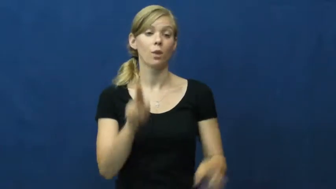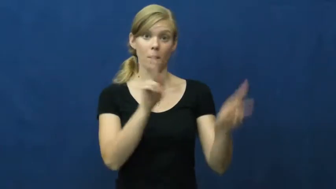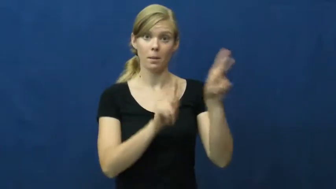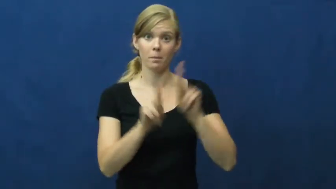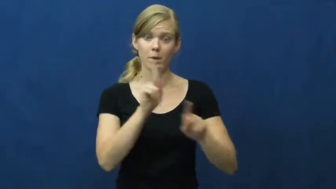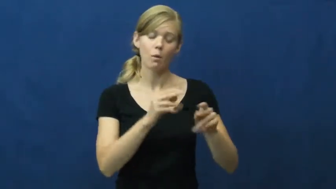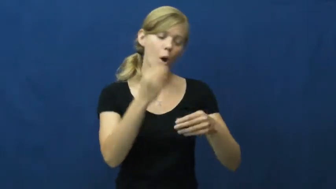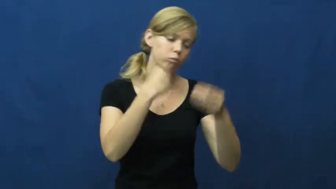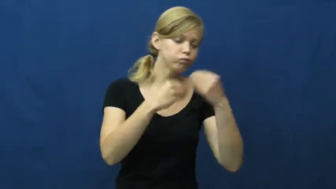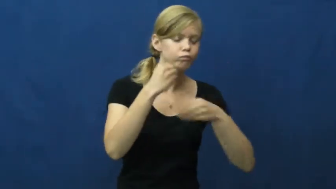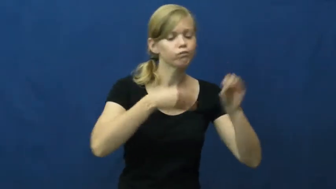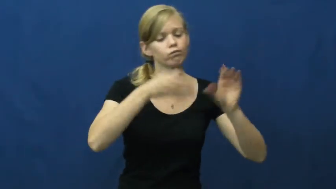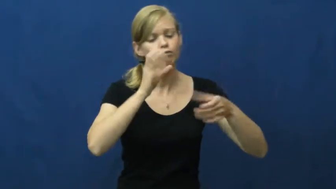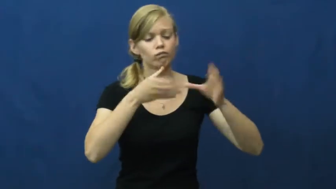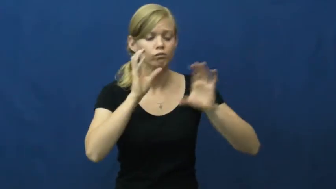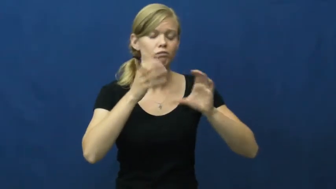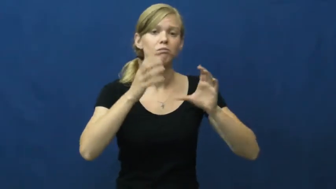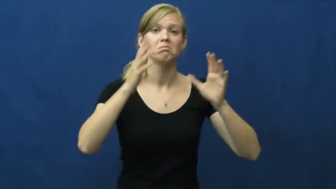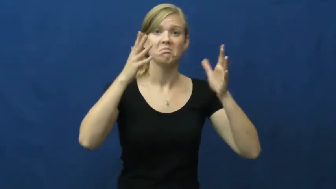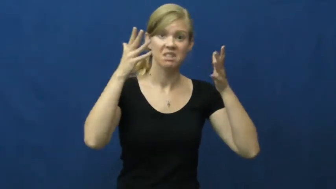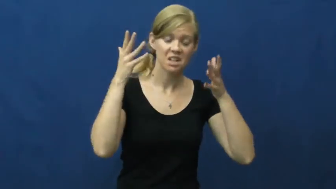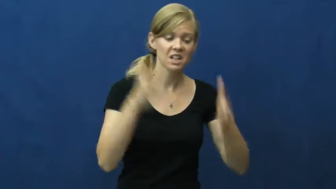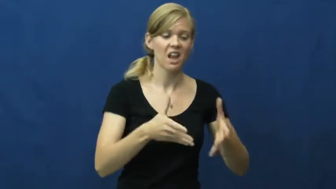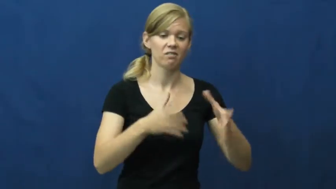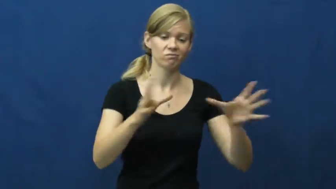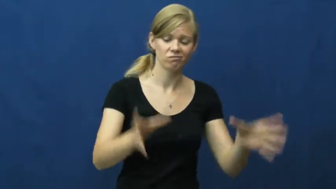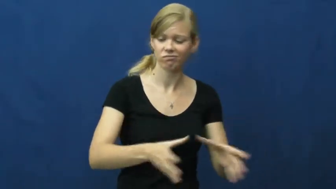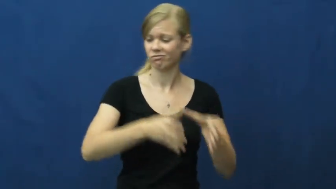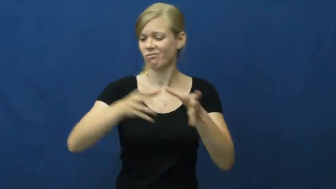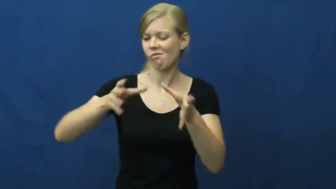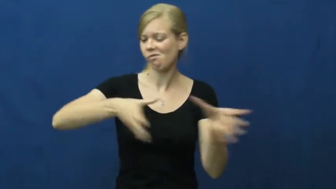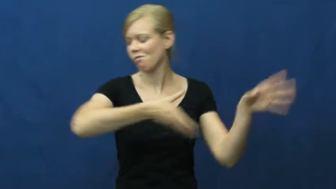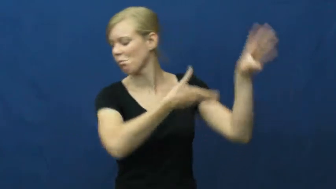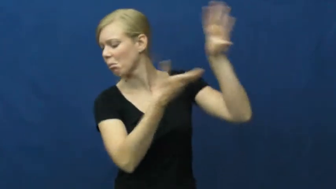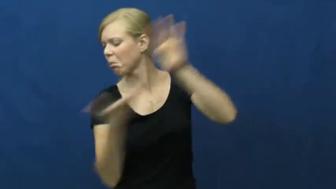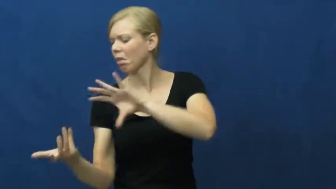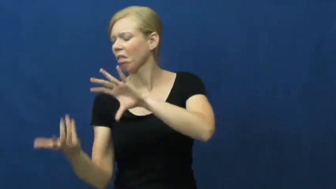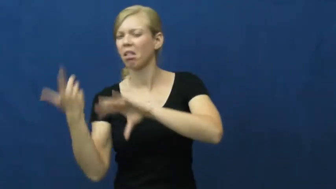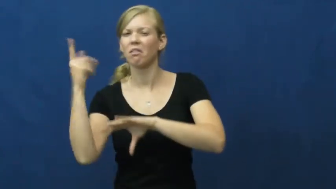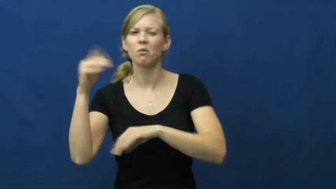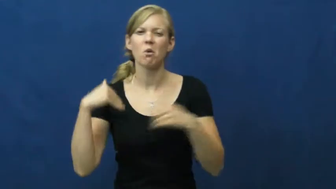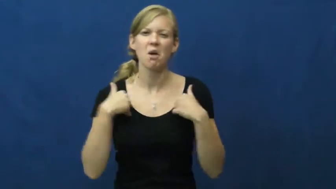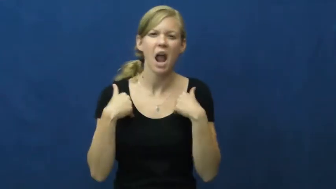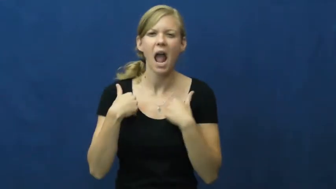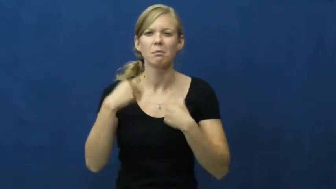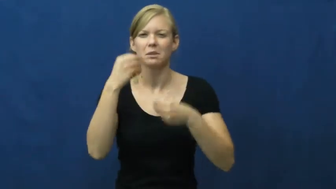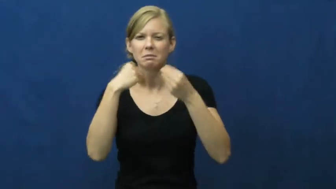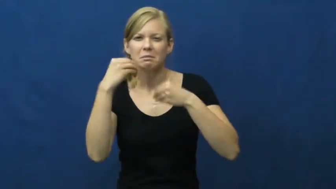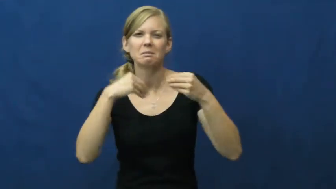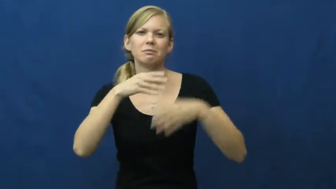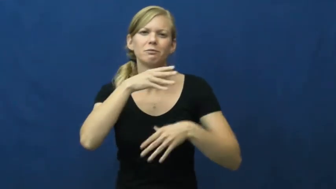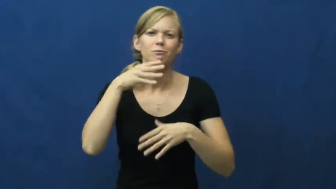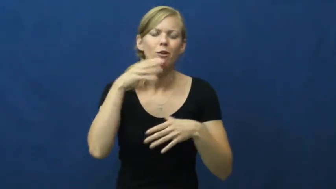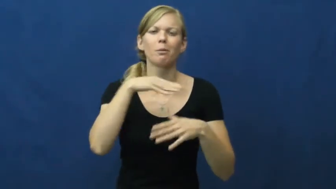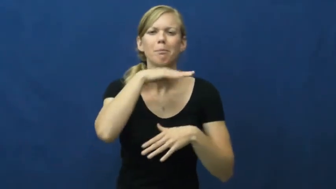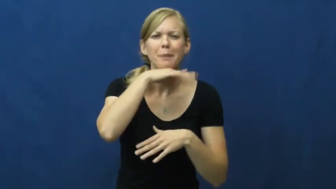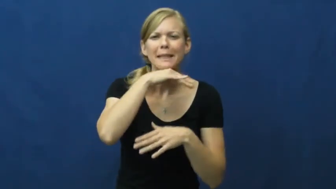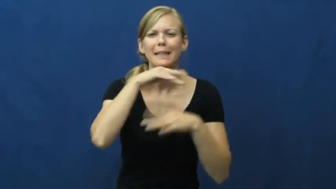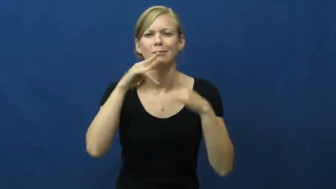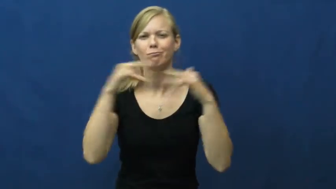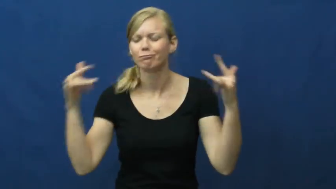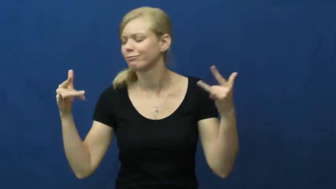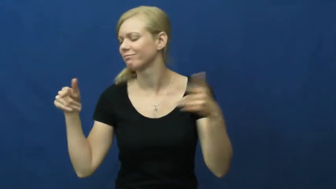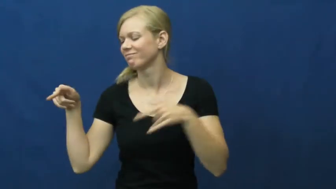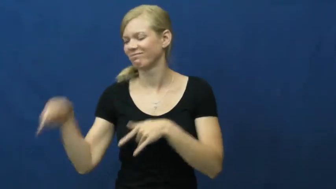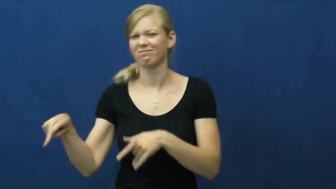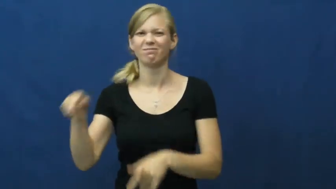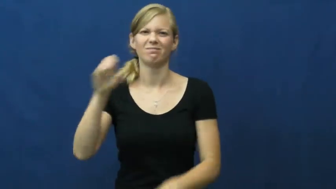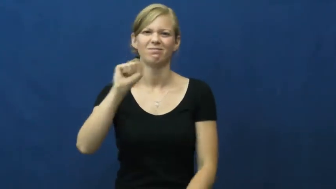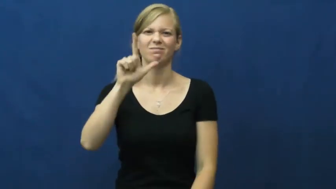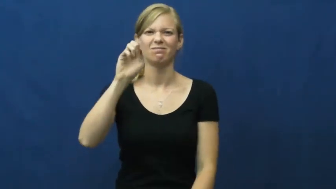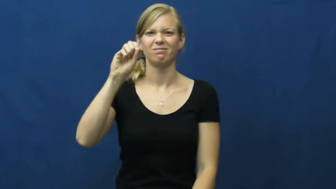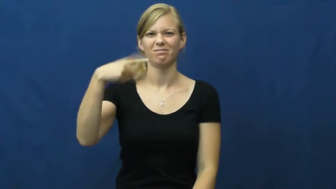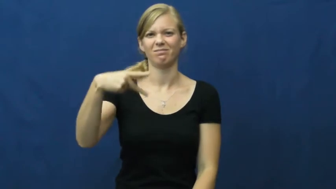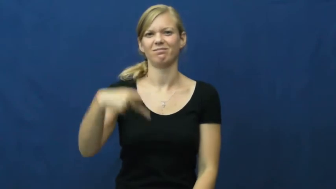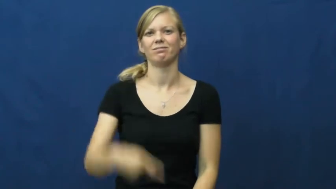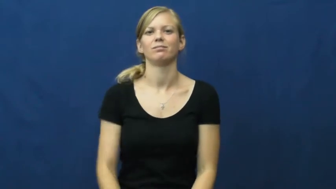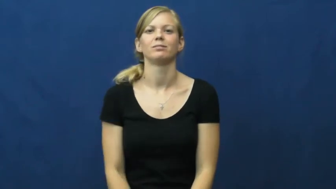slop